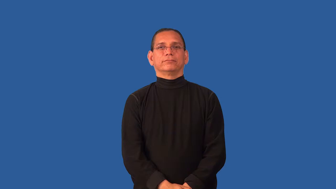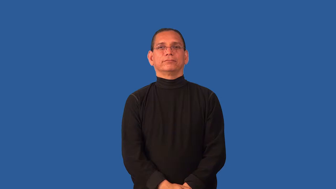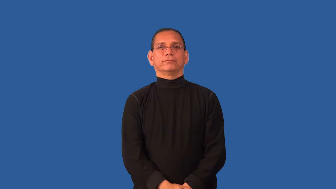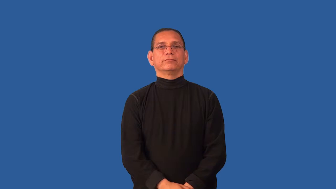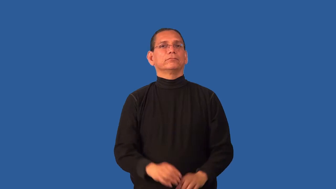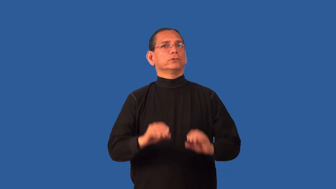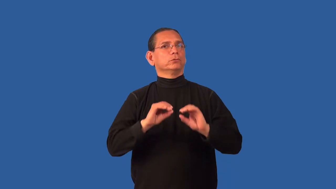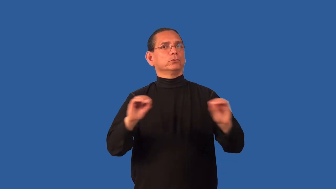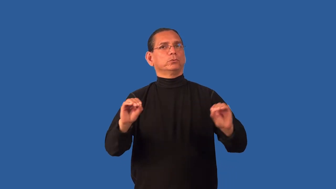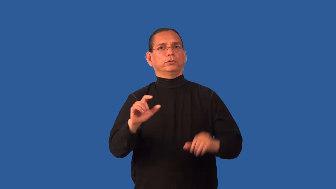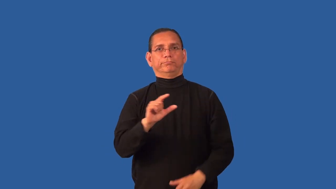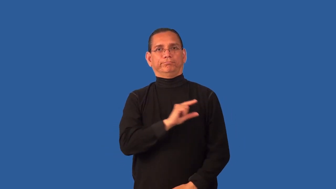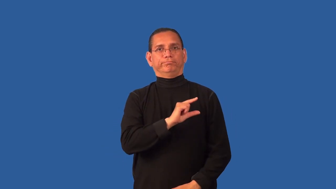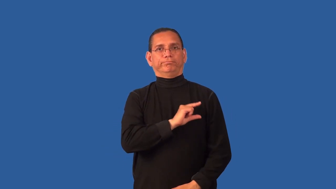guiltless